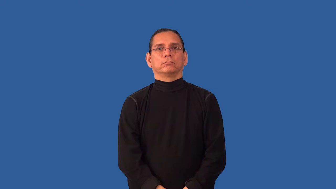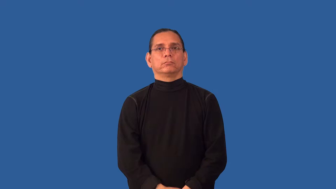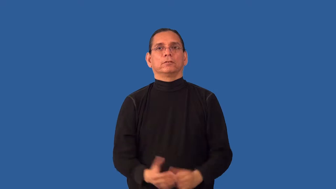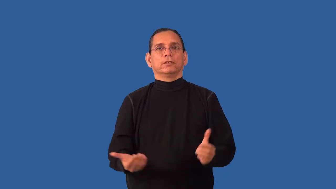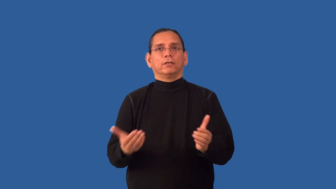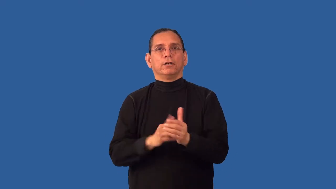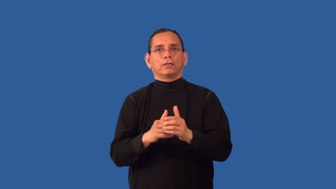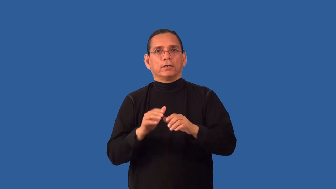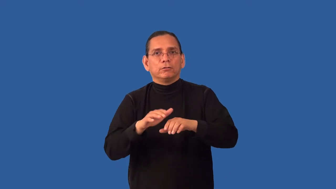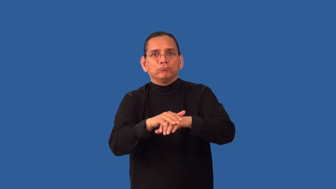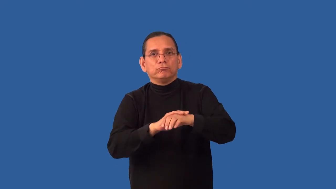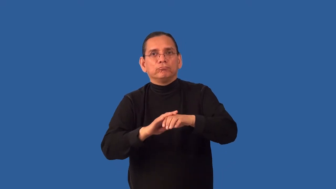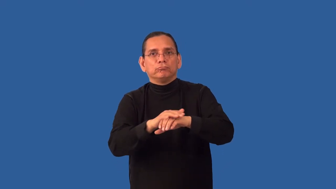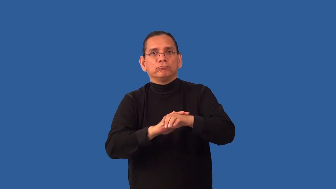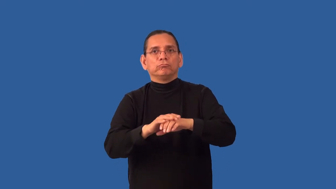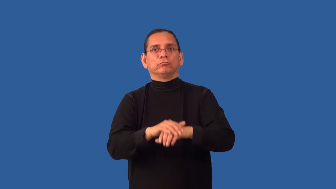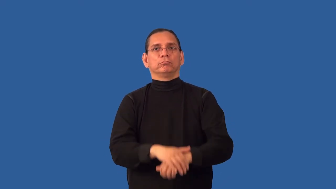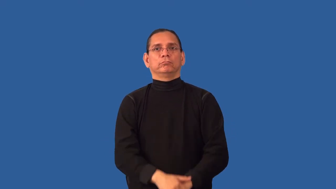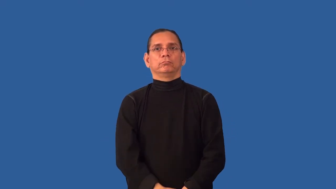reapply,resurface-put on again